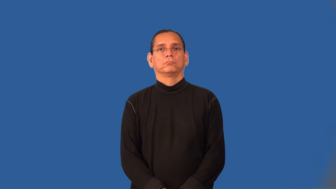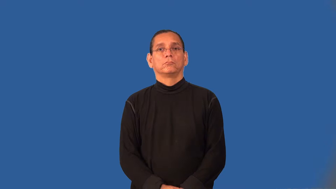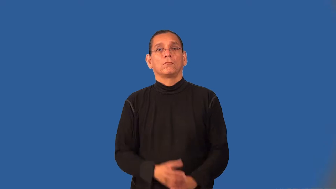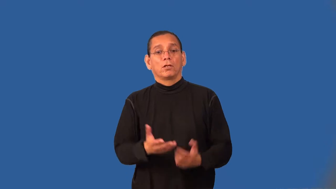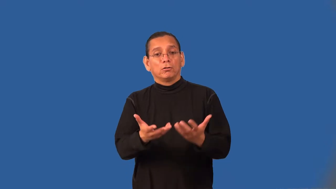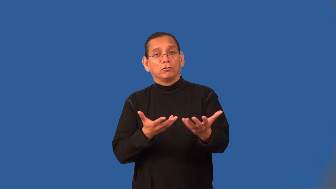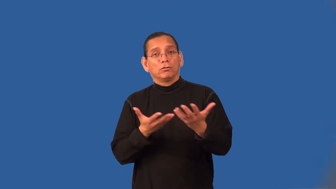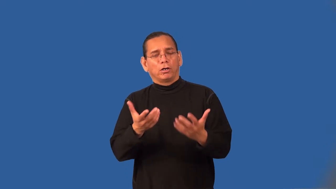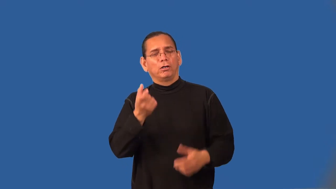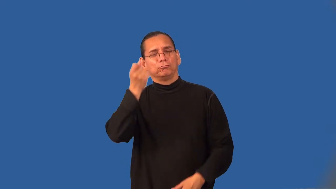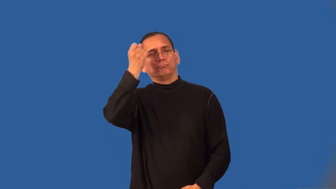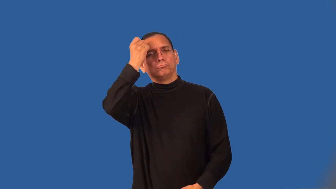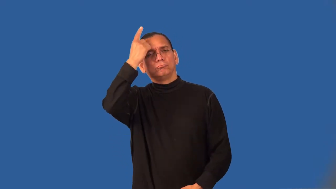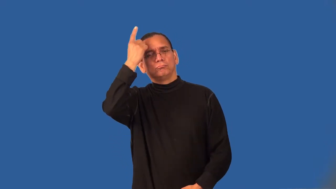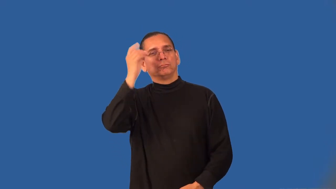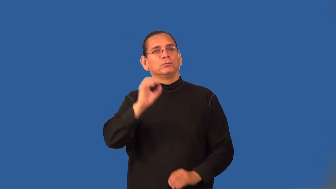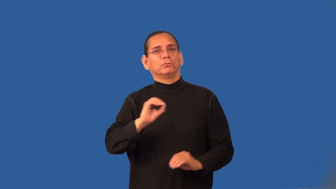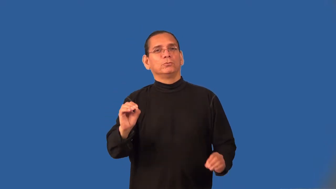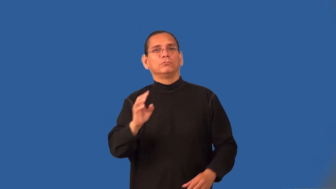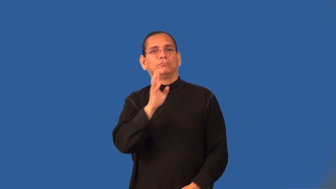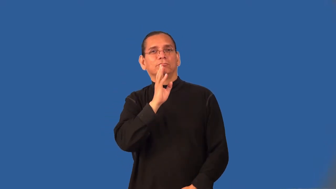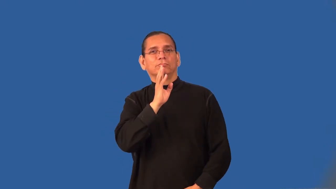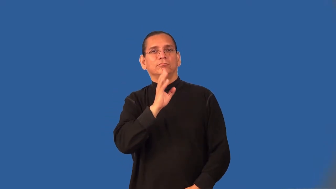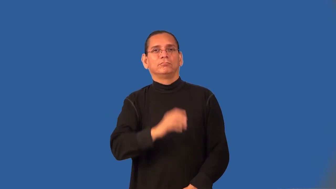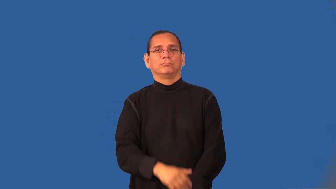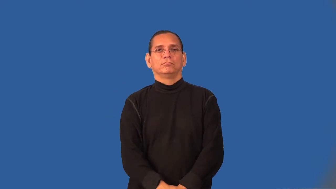tacit